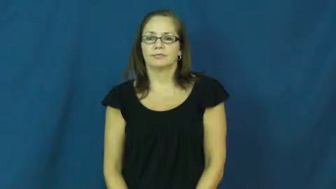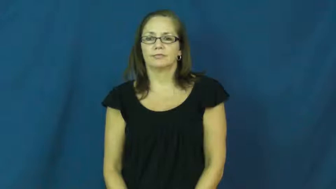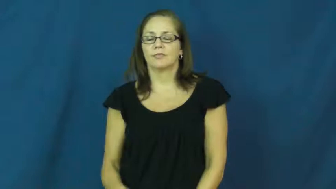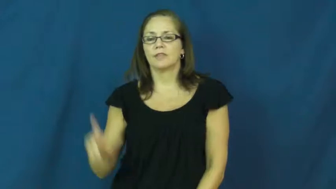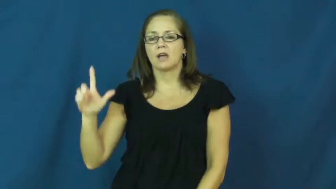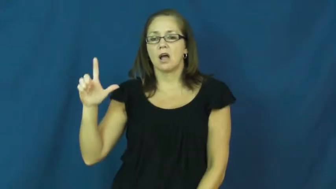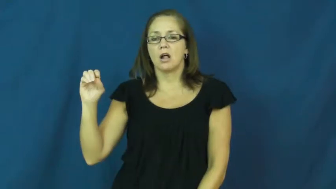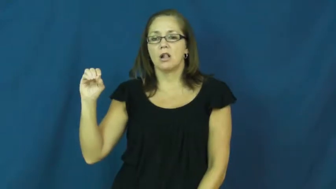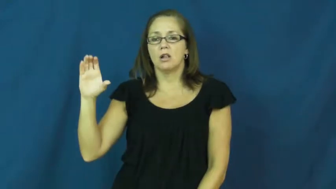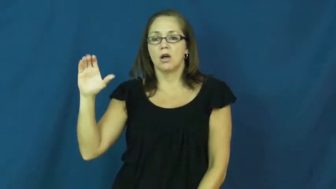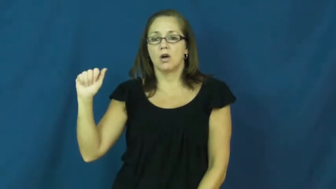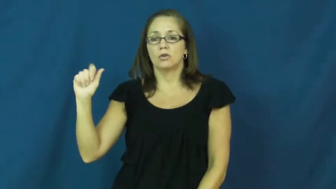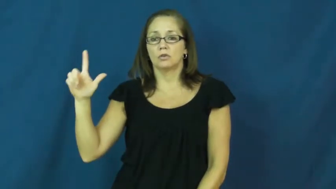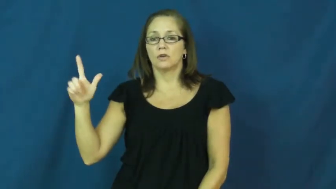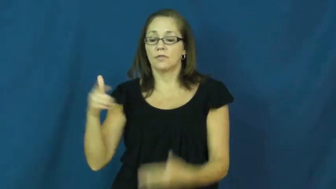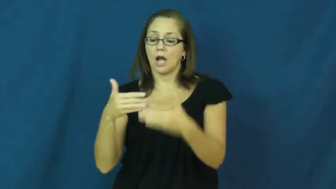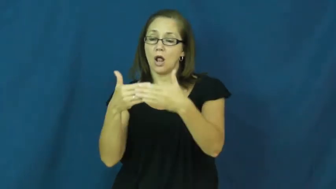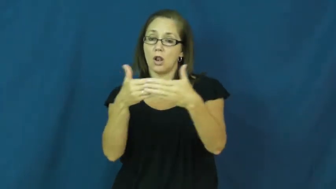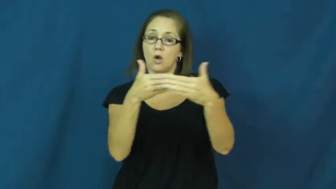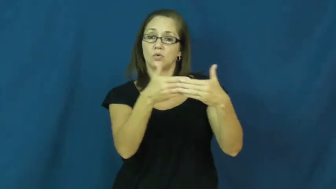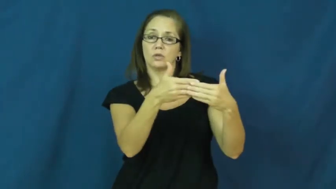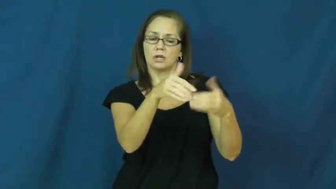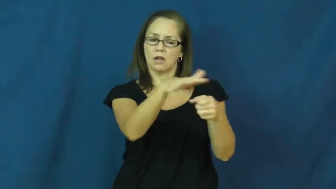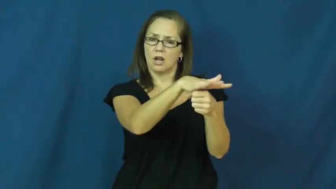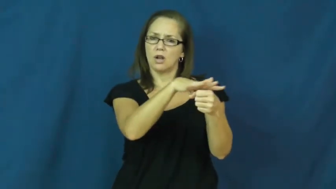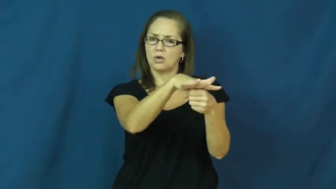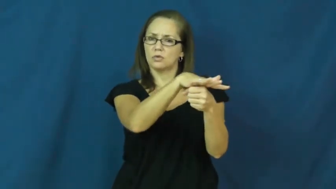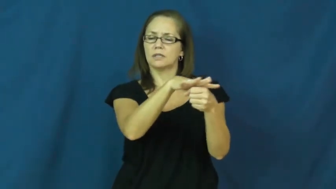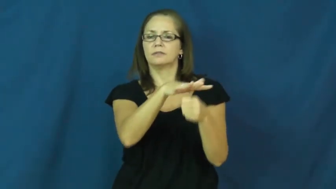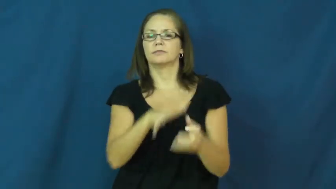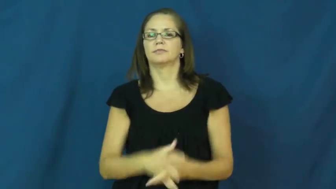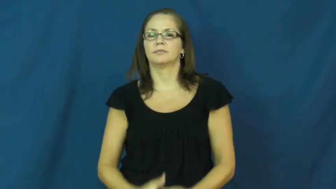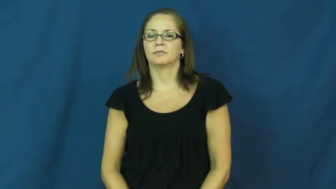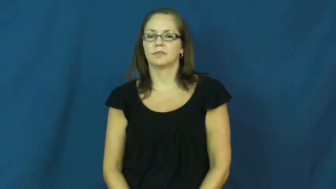local